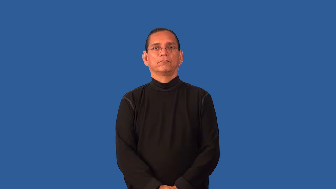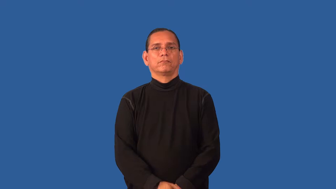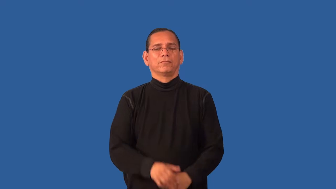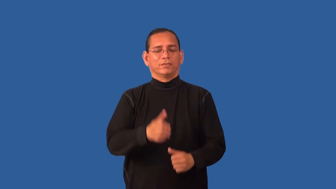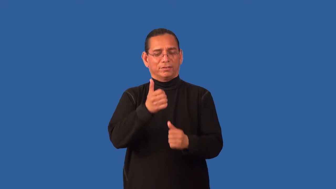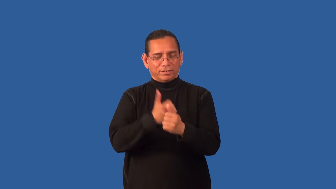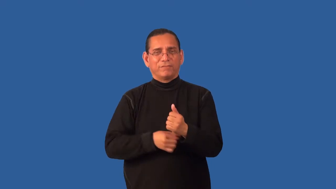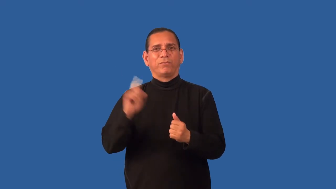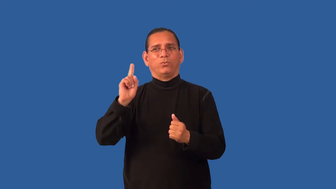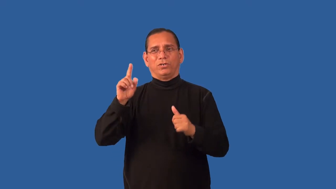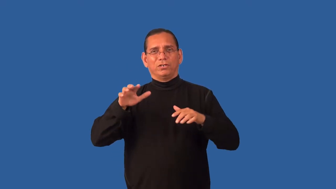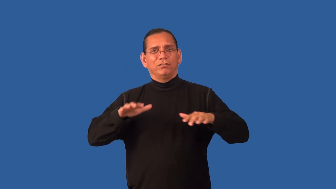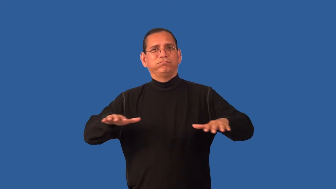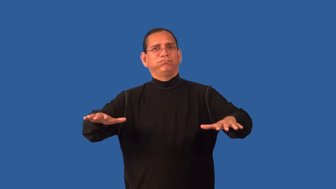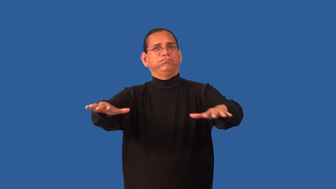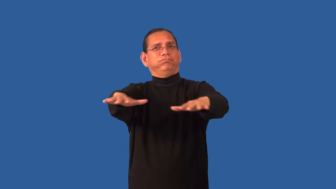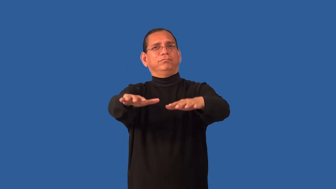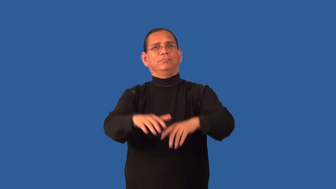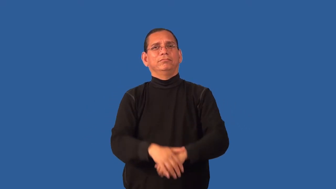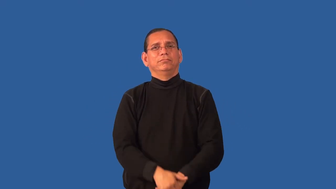everywhere,left and right,immanent